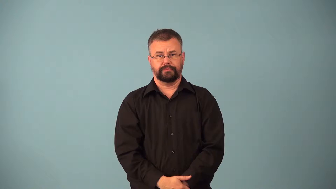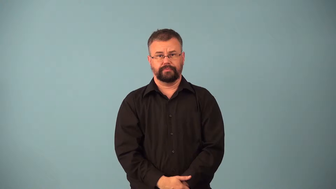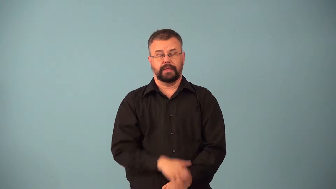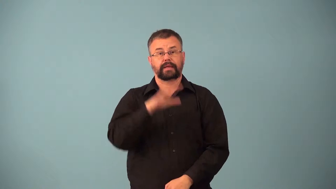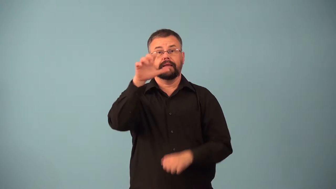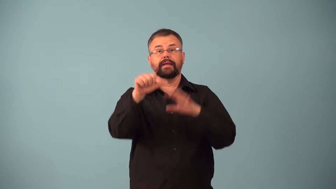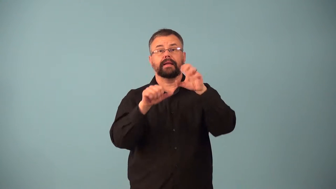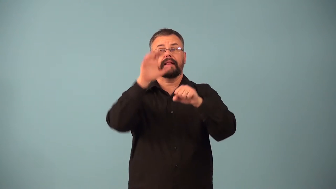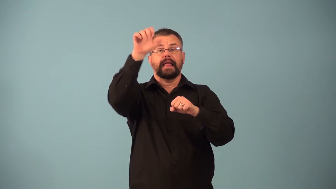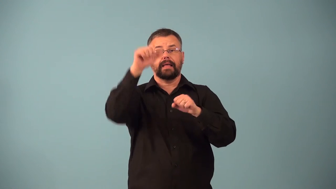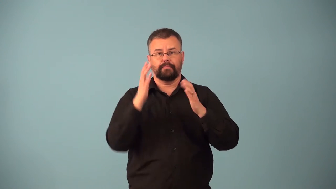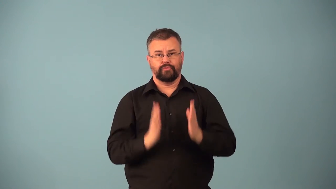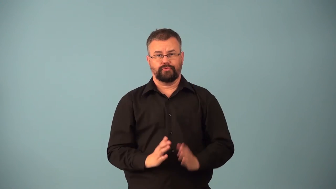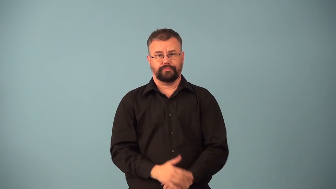climber